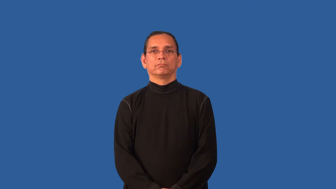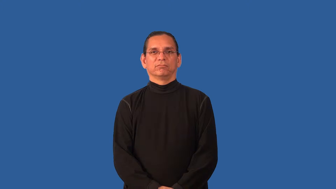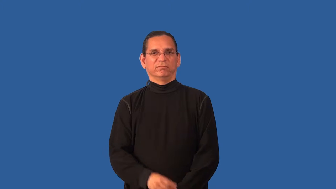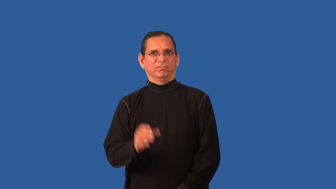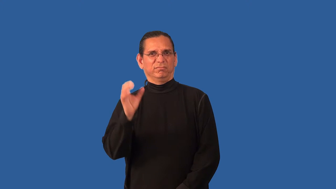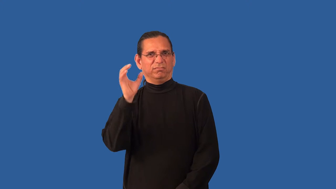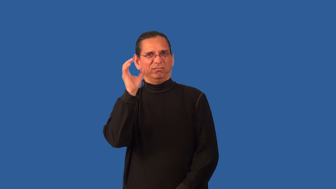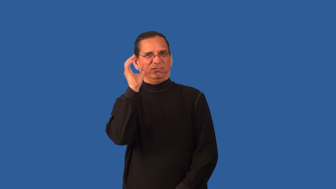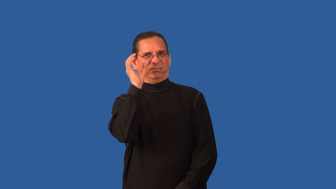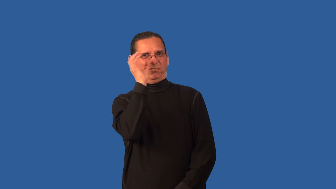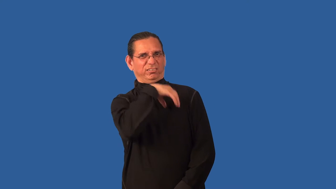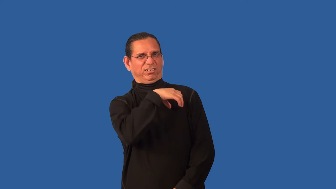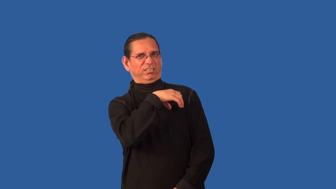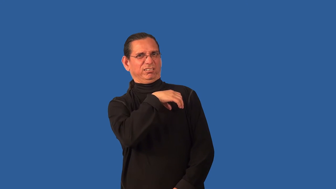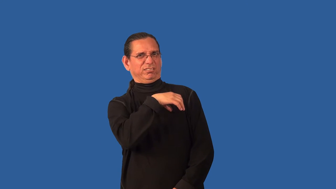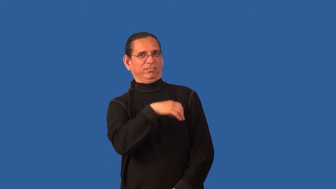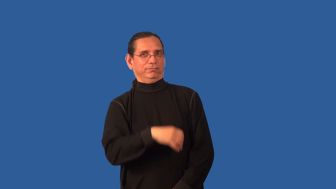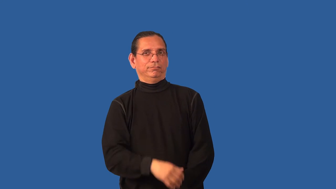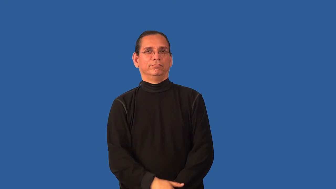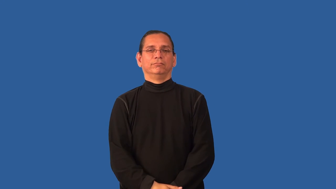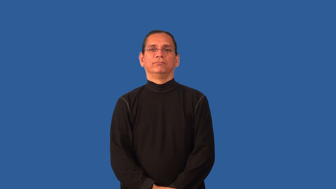bizarre